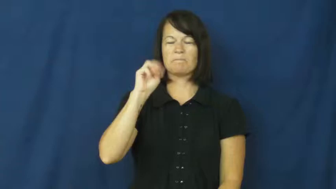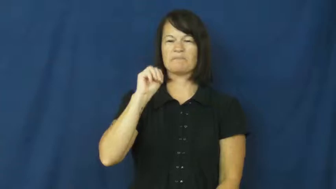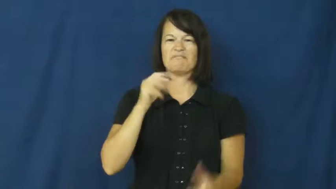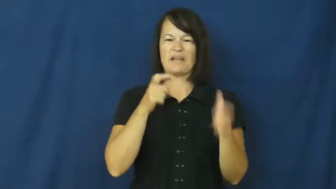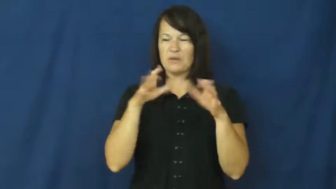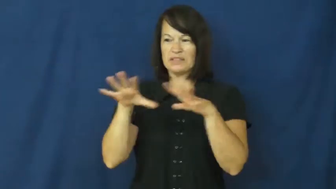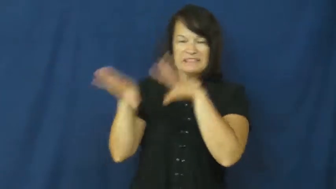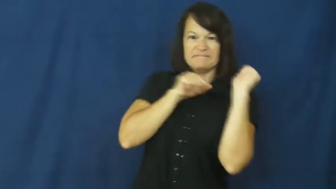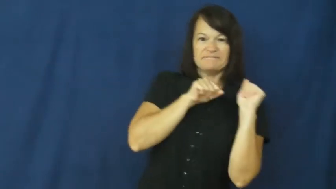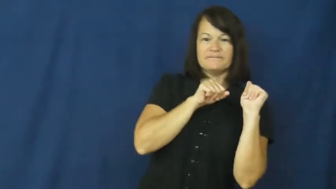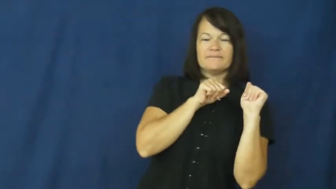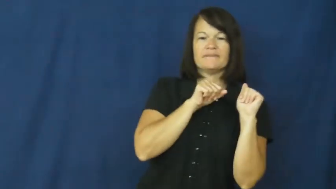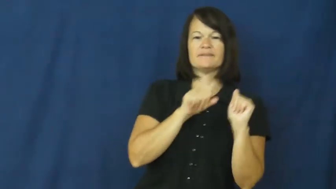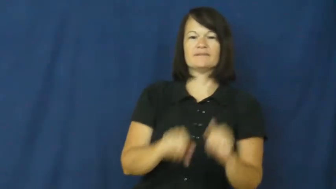rush out,run